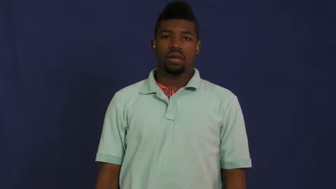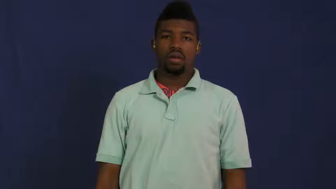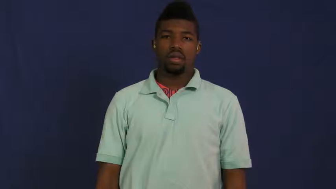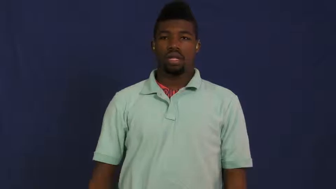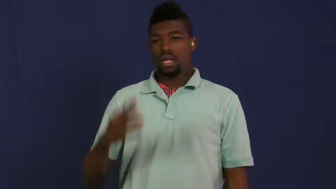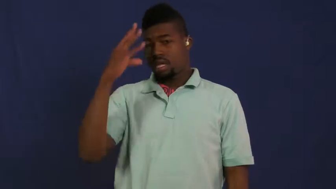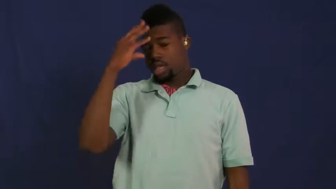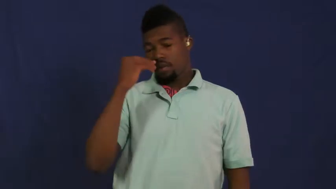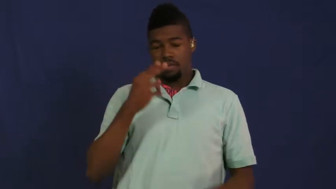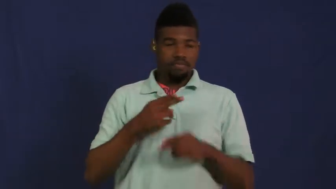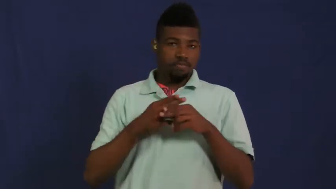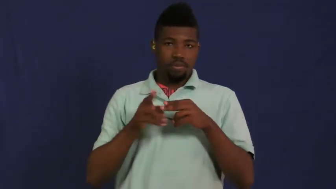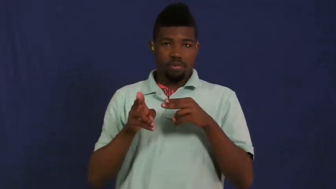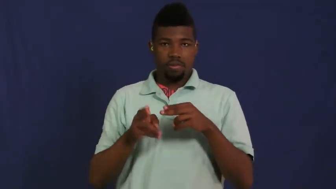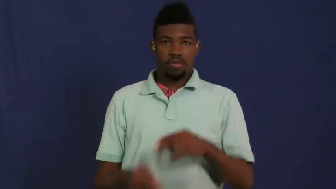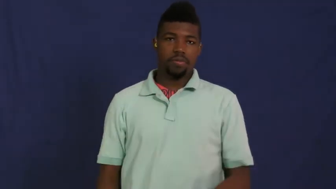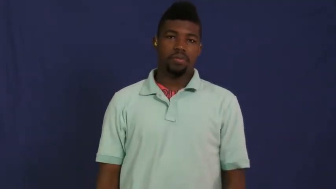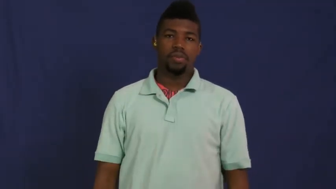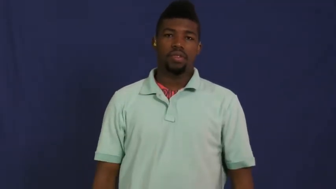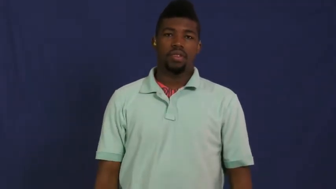nap,catnap,kip,siesta